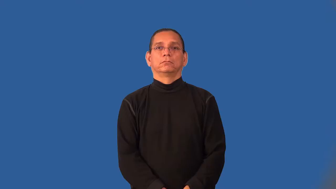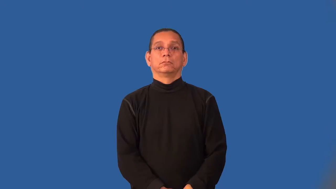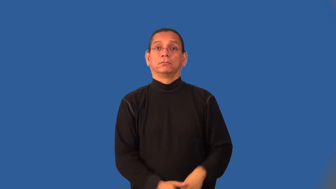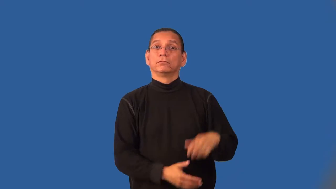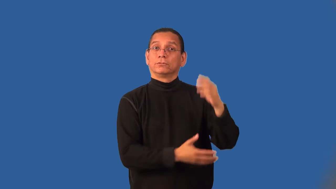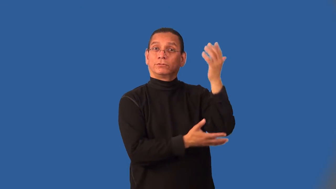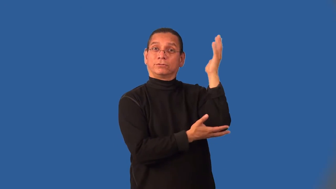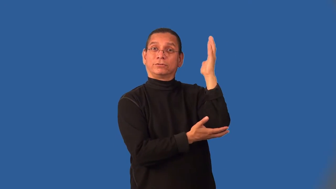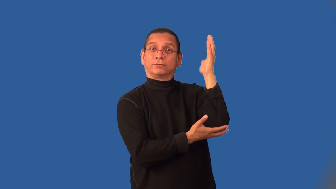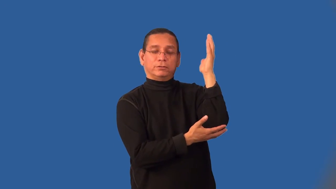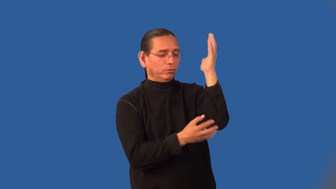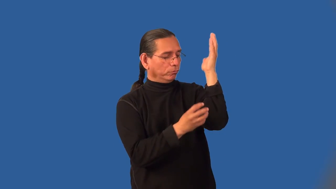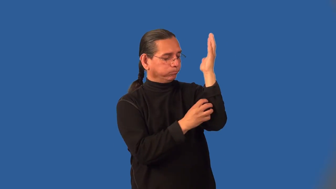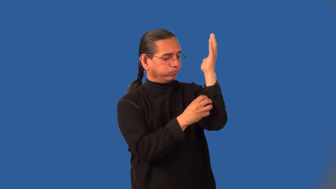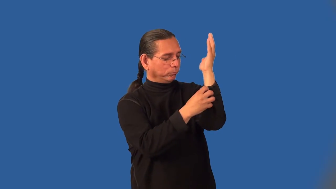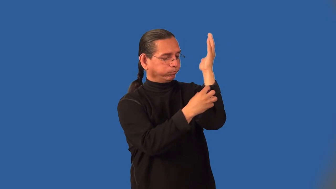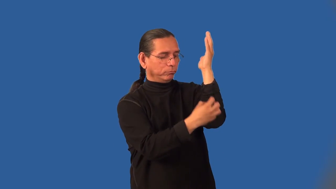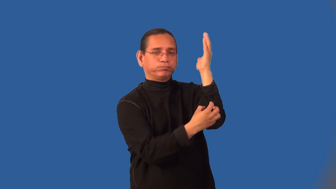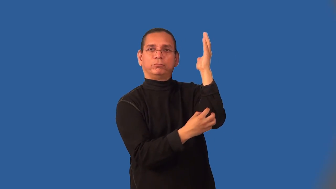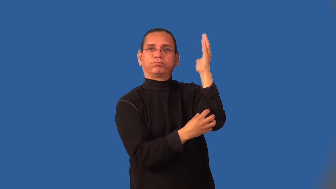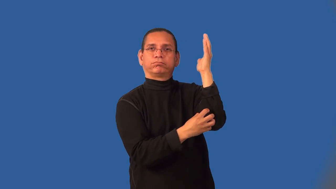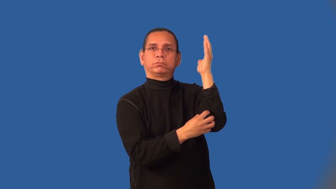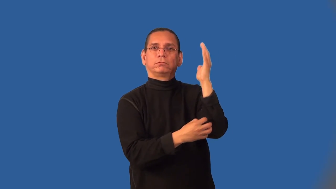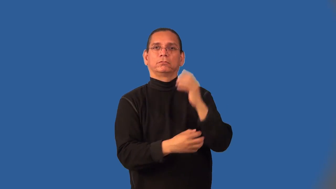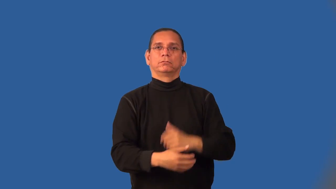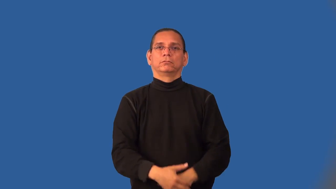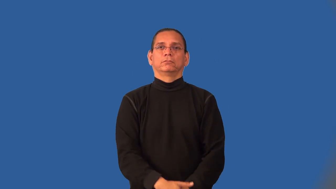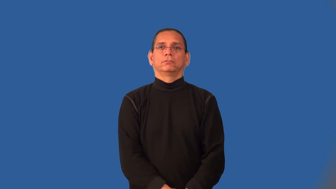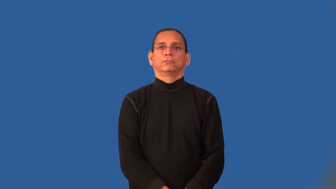knobby